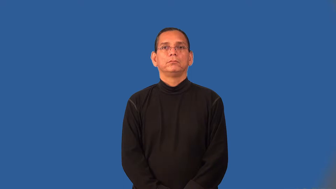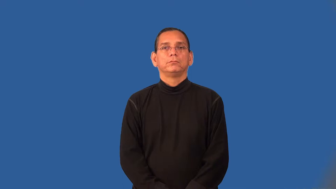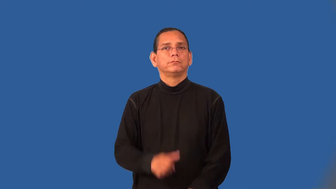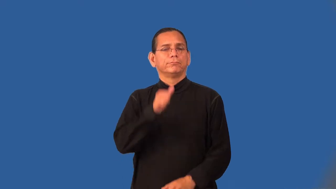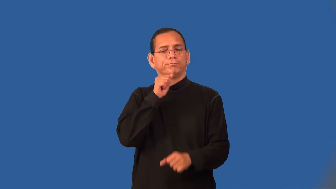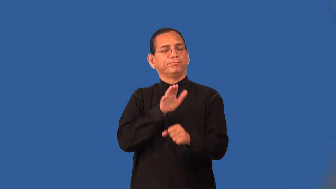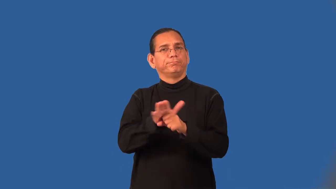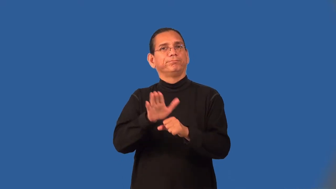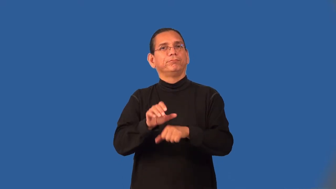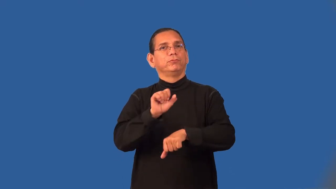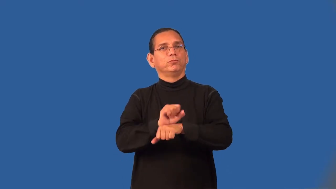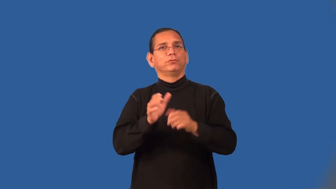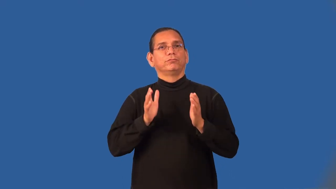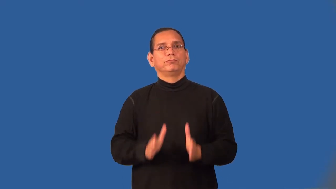undermanned